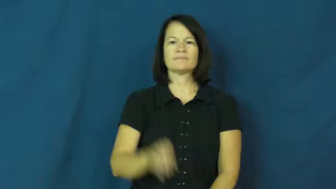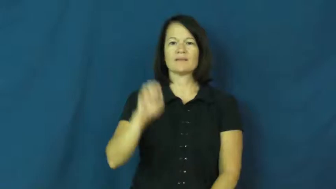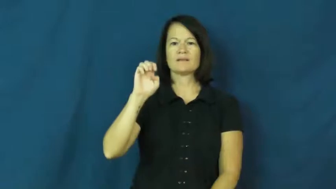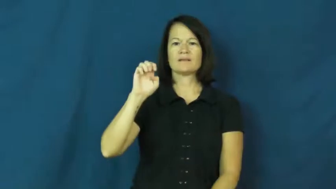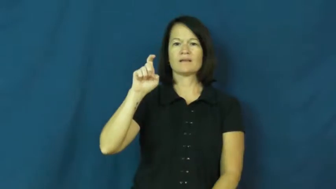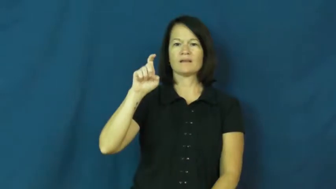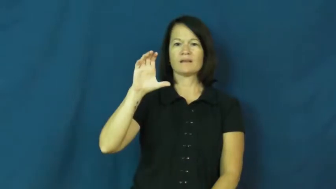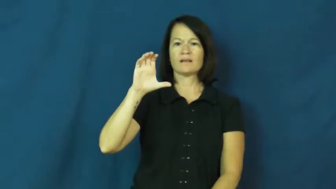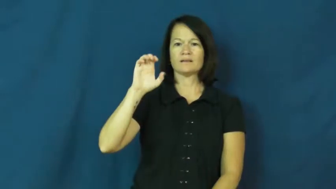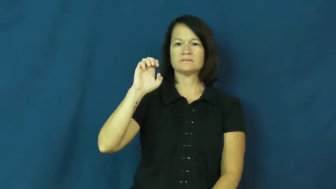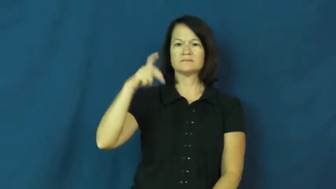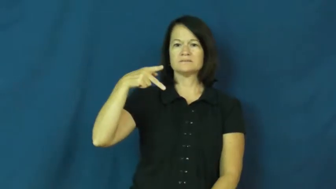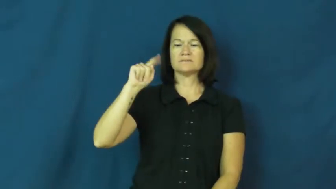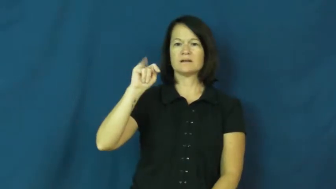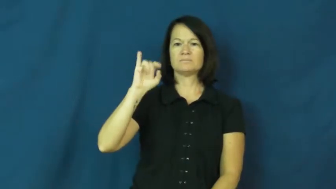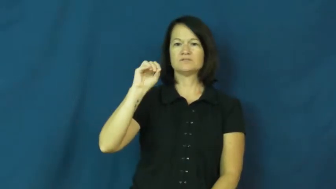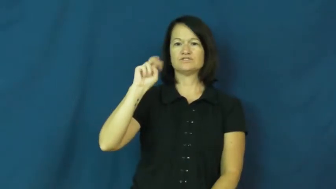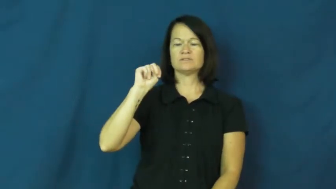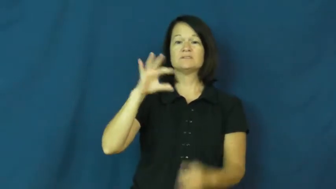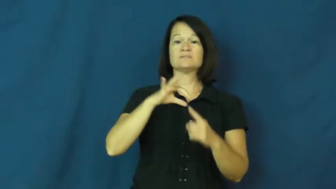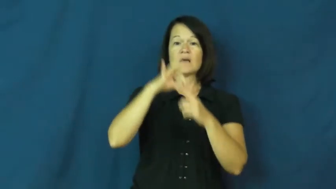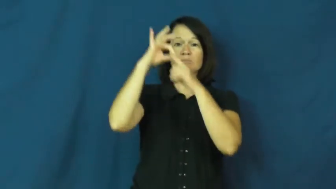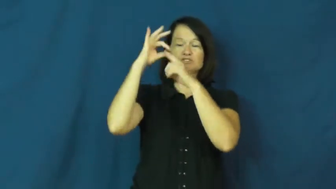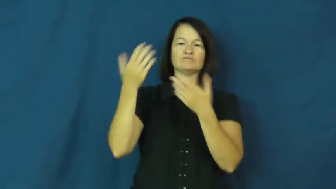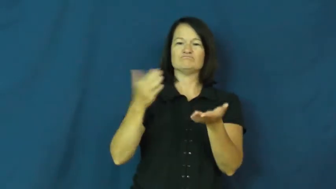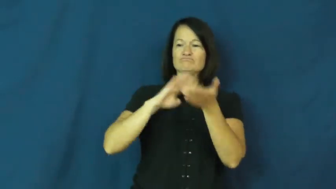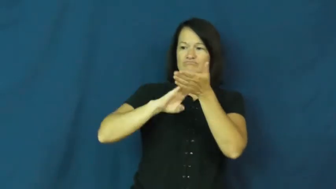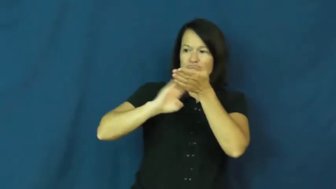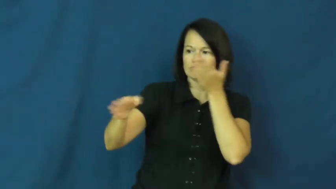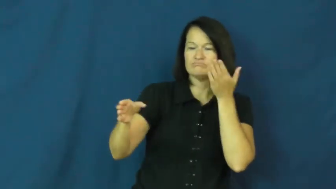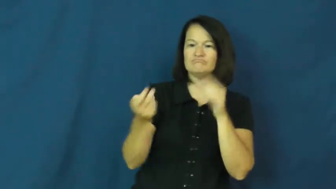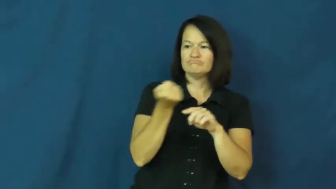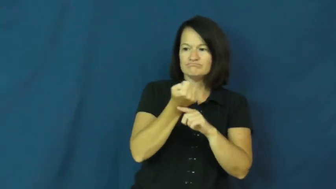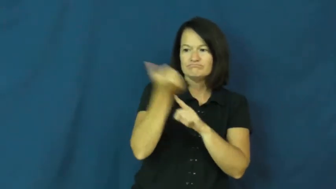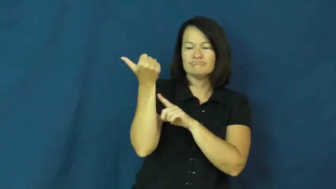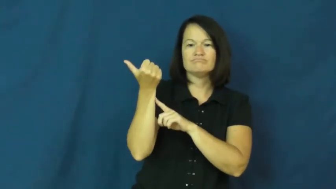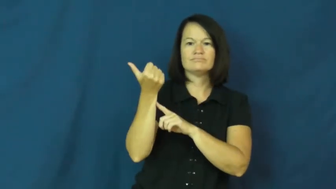exception